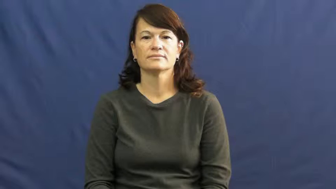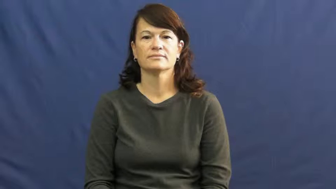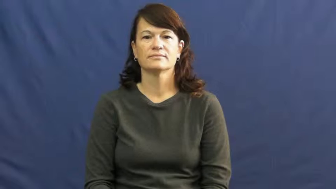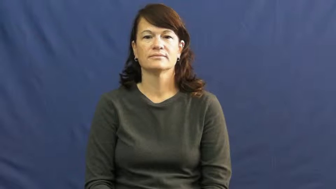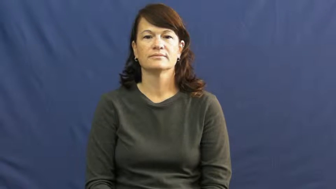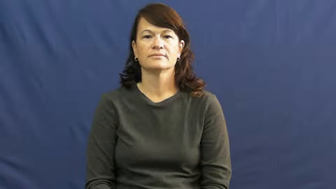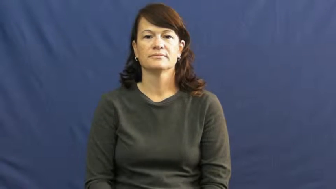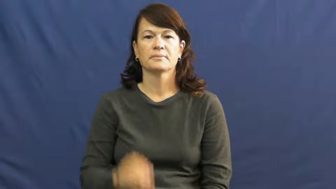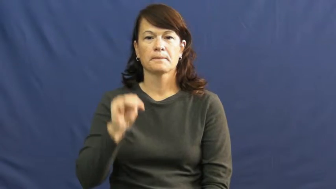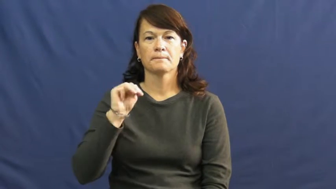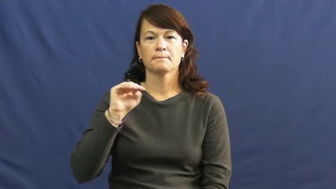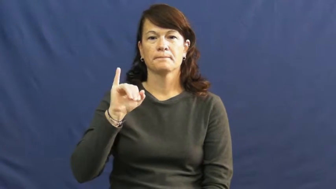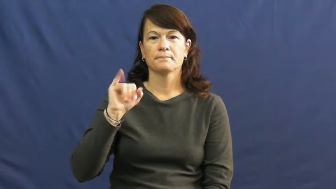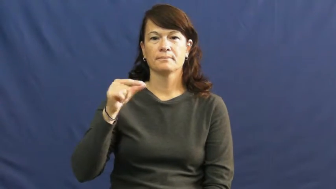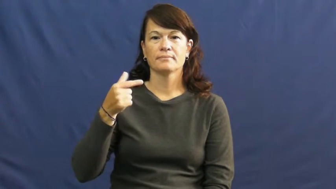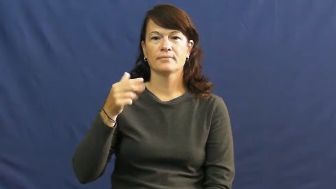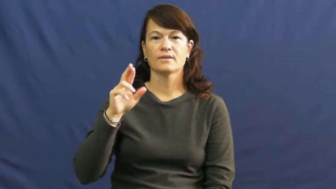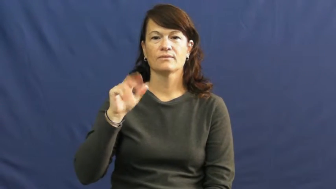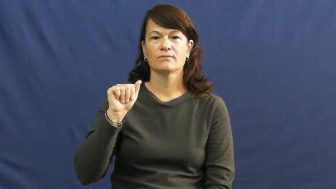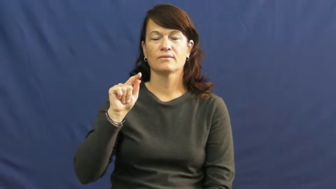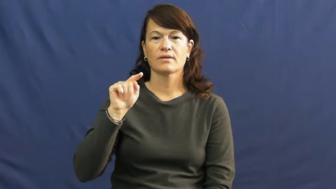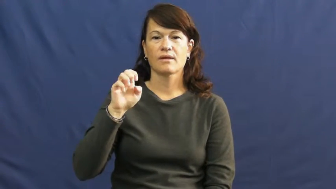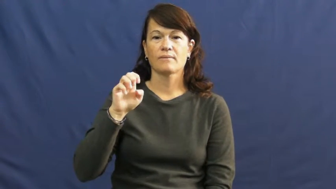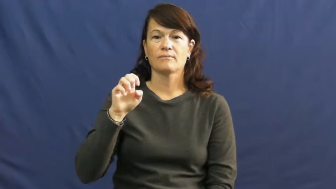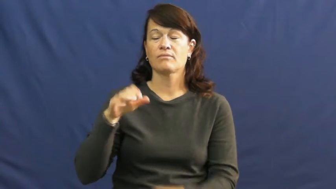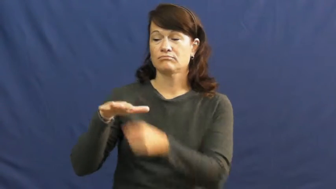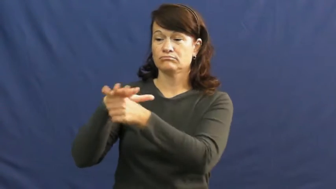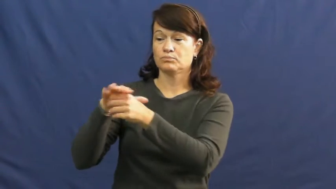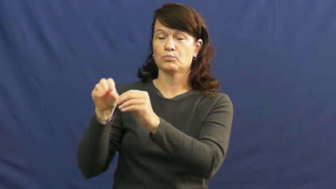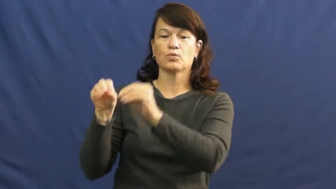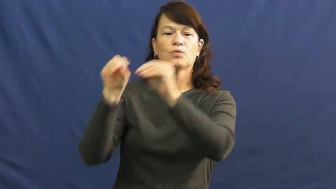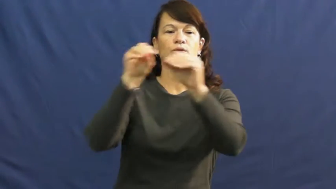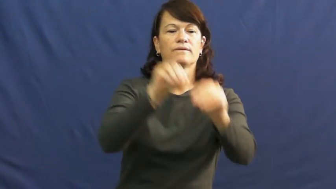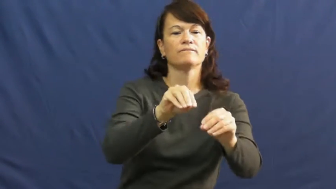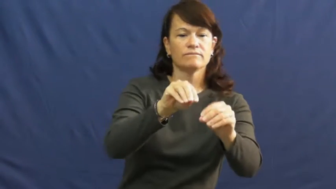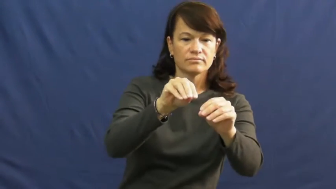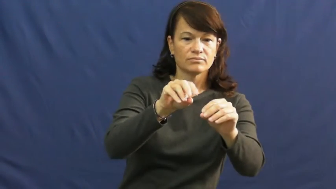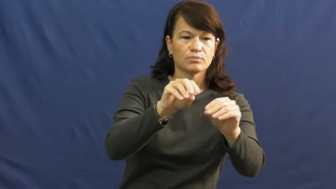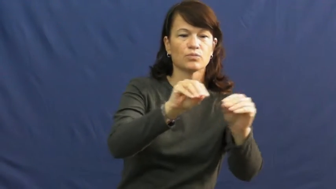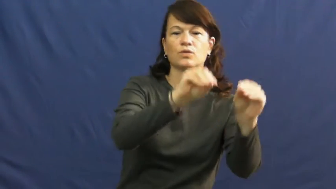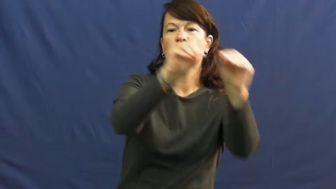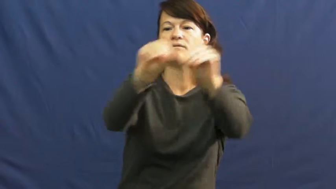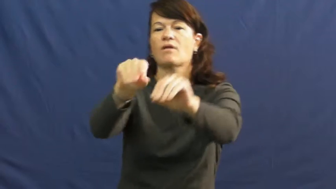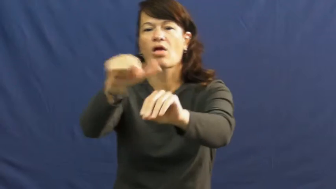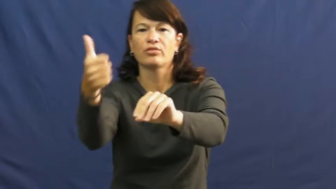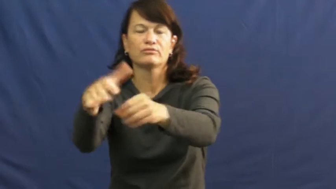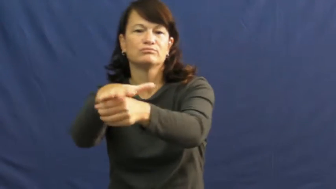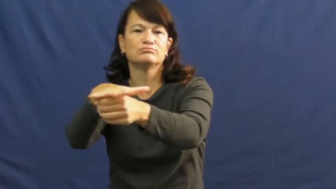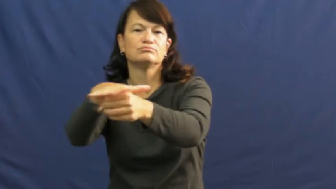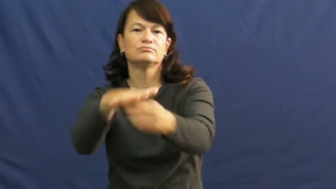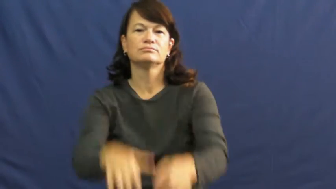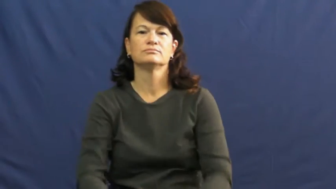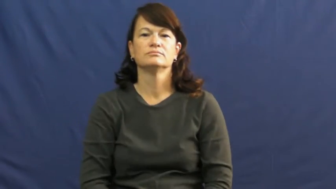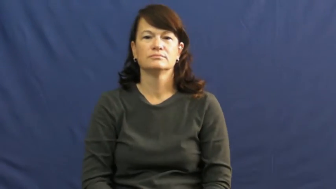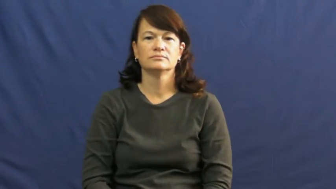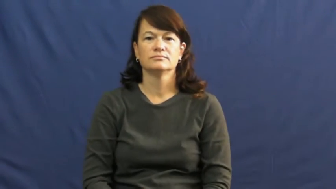migrate,transmigrate